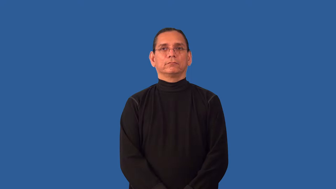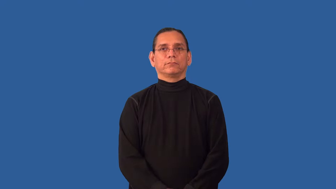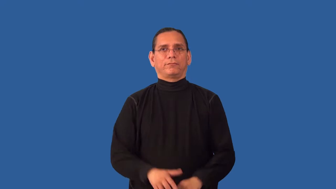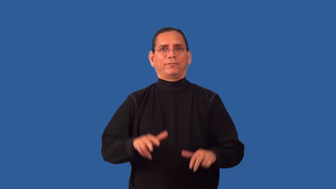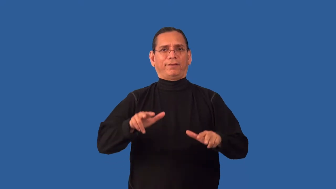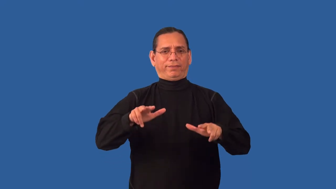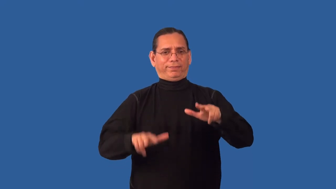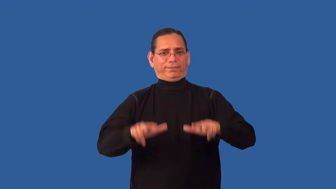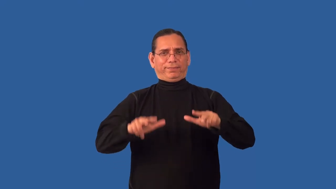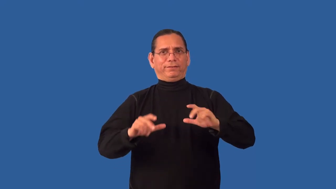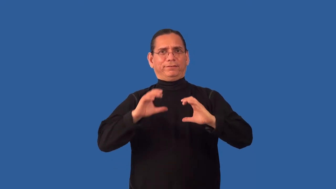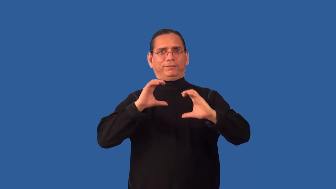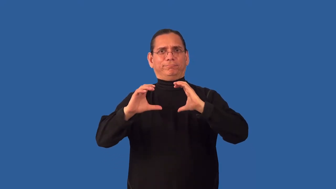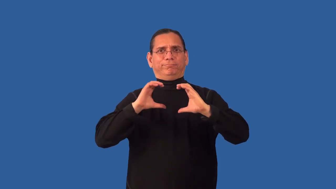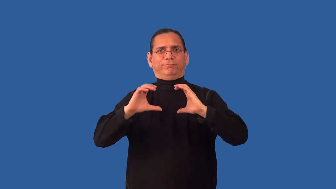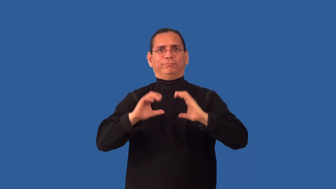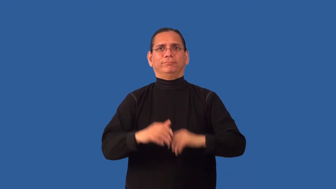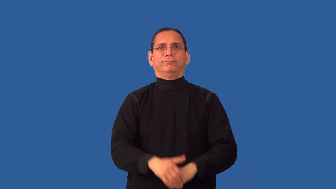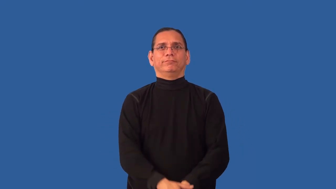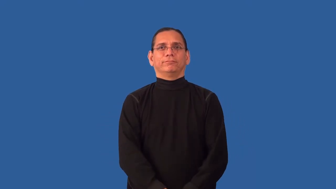ineloquent